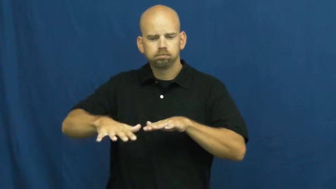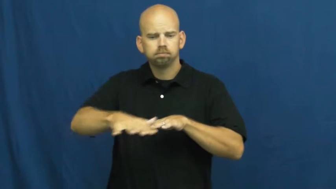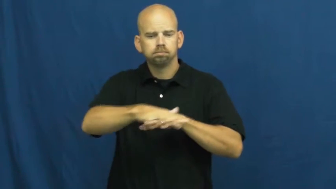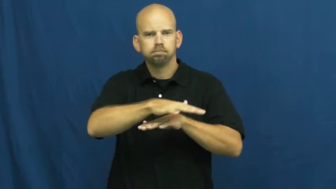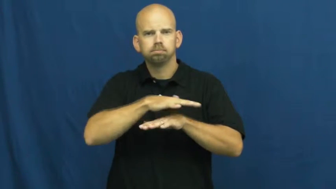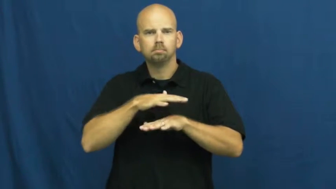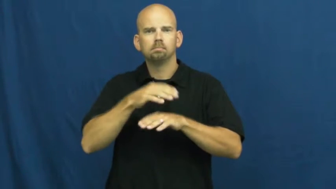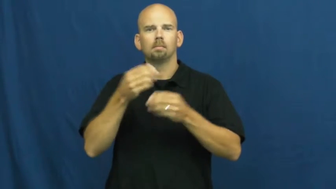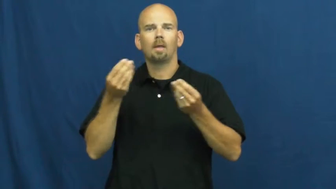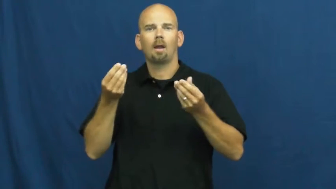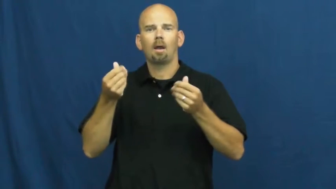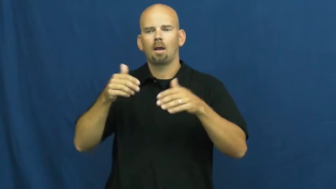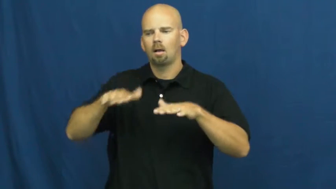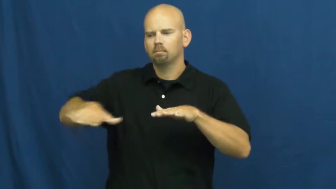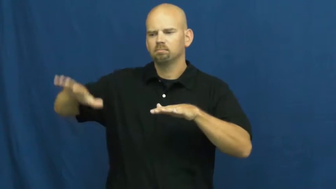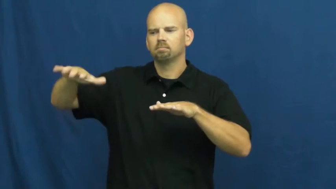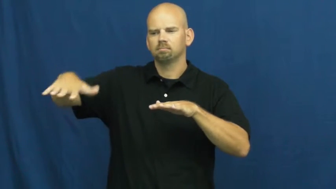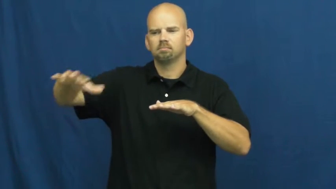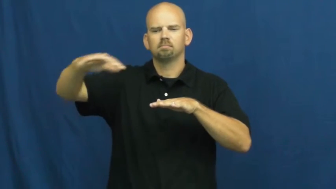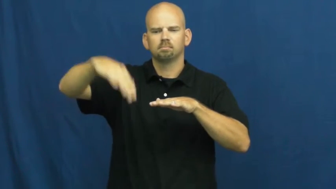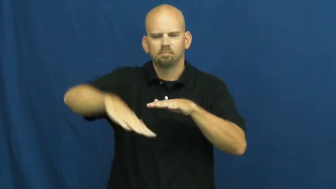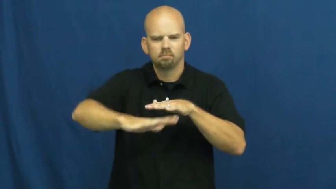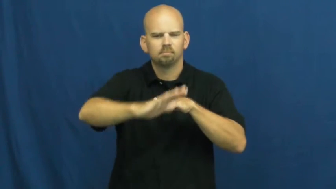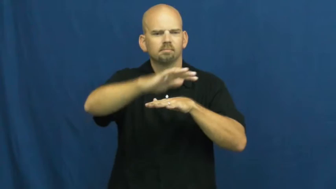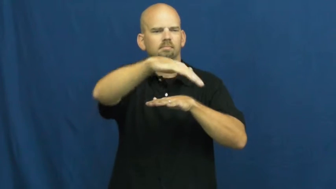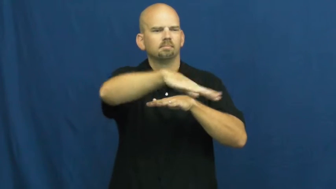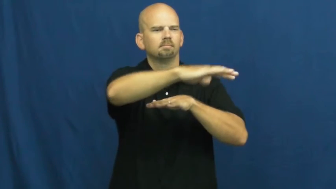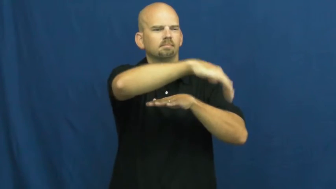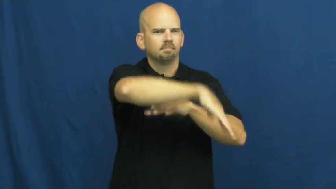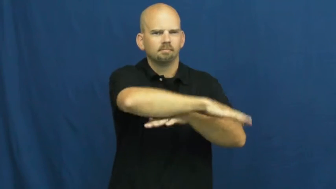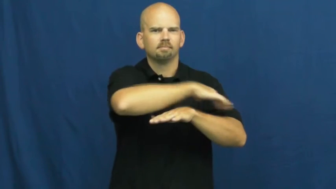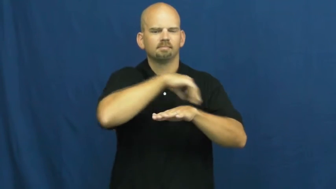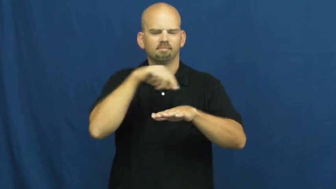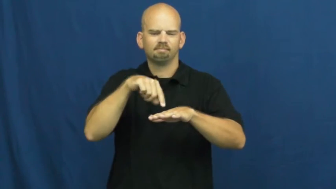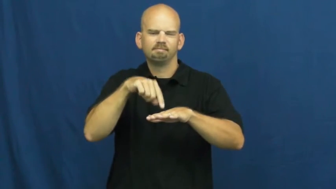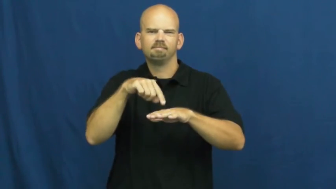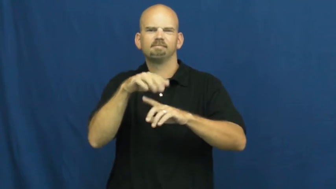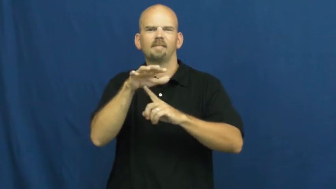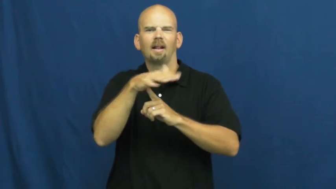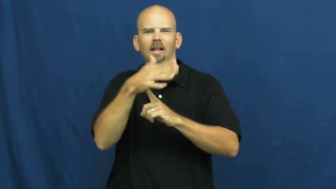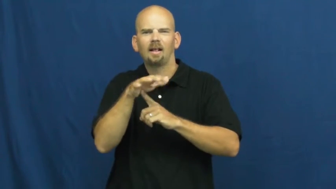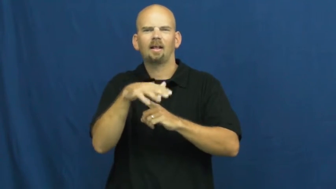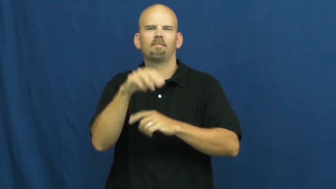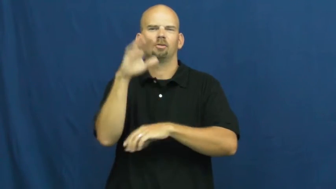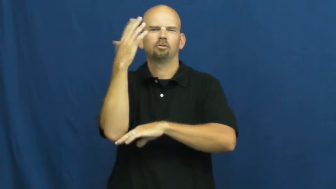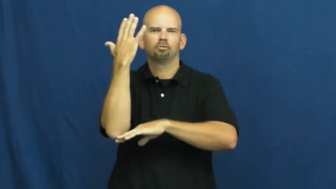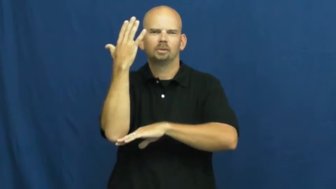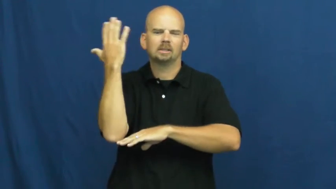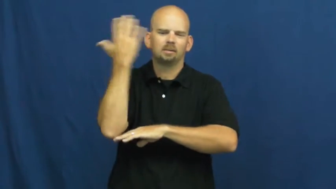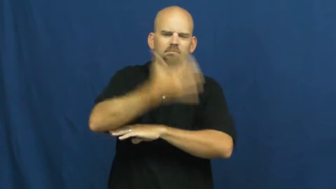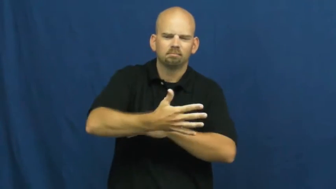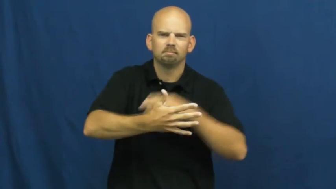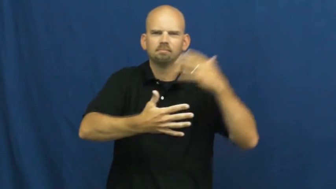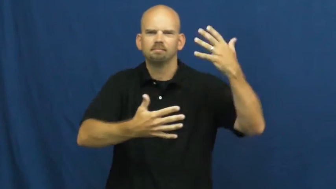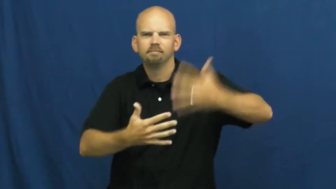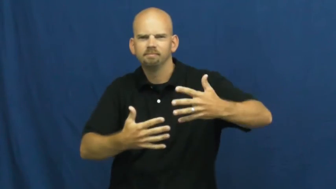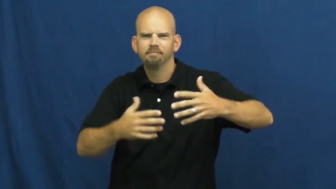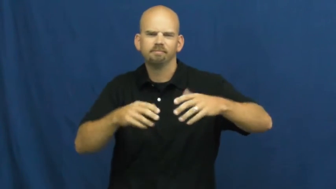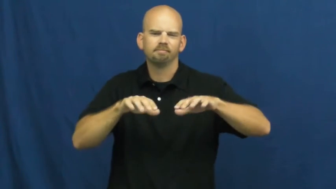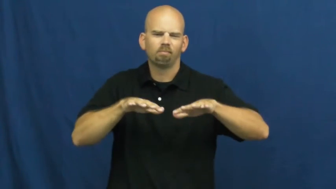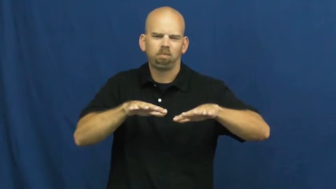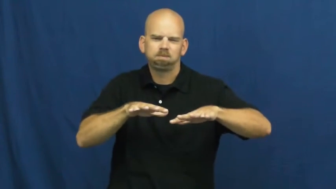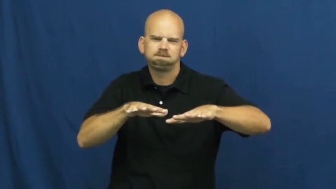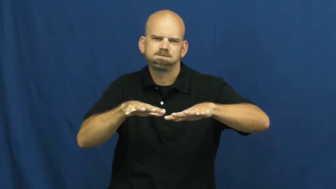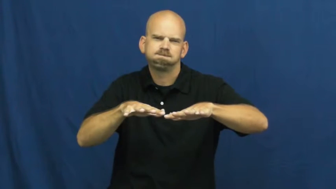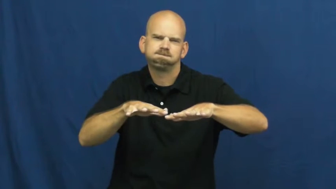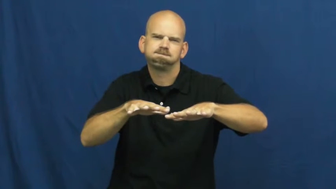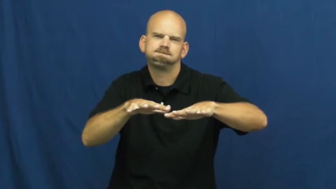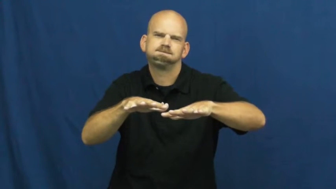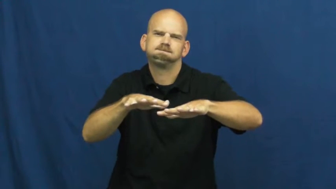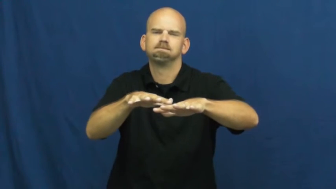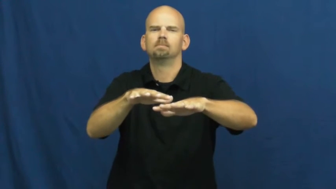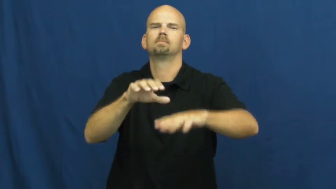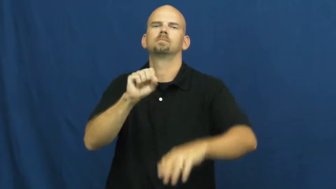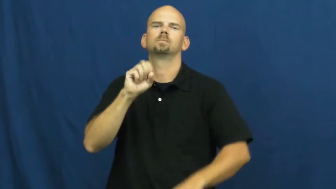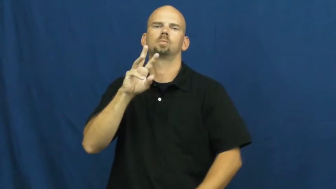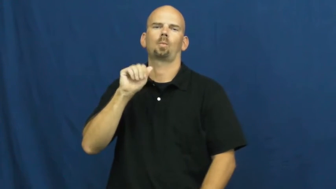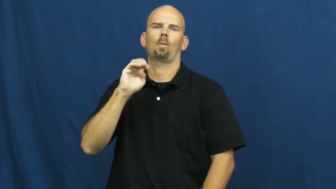swamp,wetland,bog,bayou,everglade,flat,morass,muskeg,slough,fen